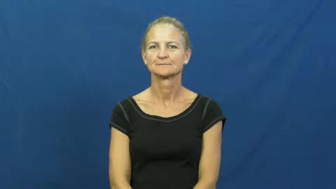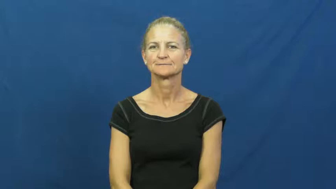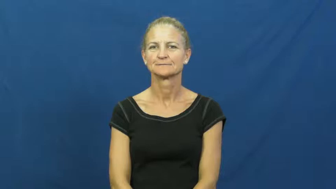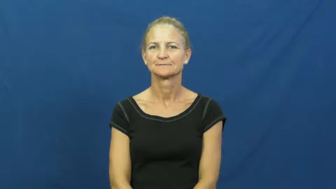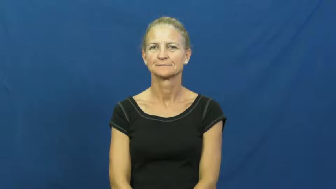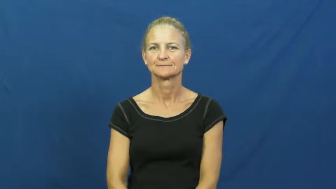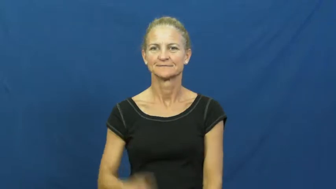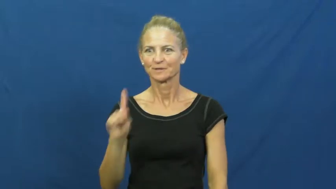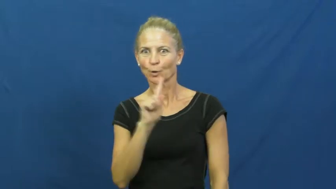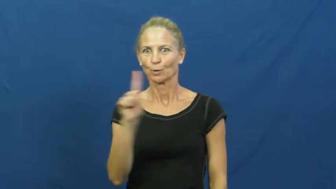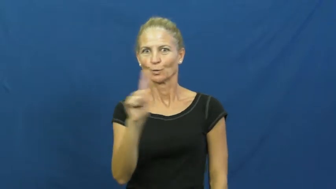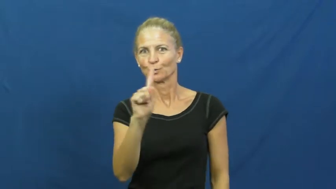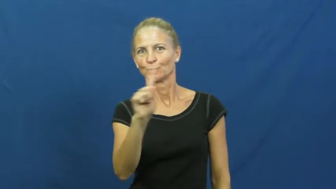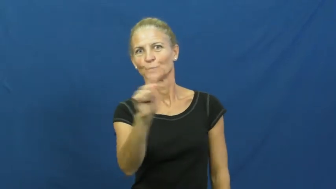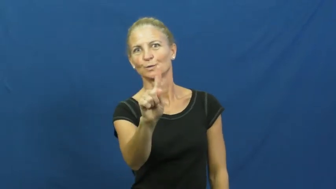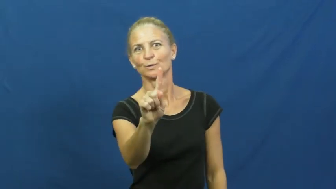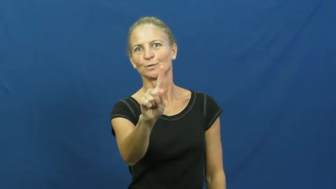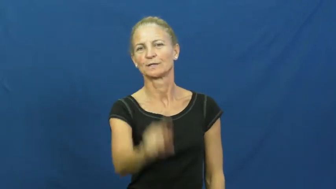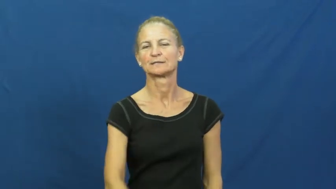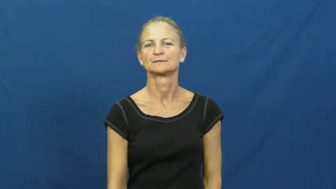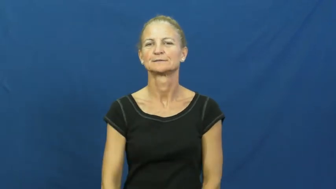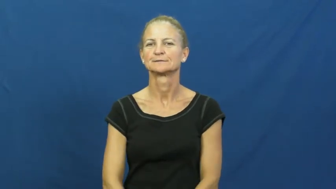cut,dart,juke